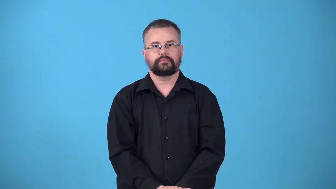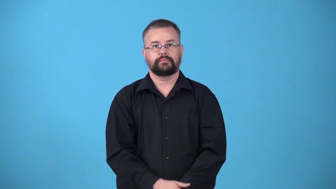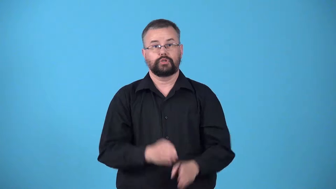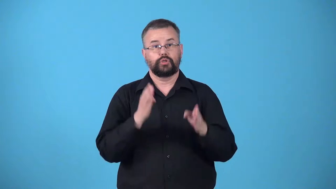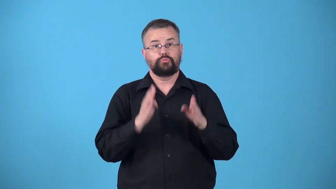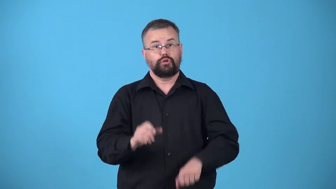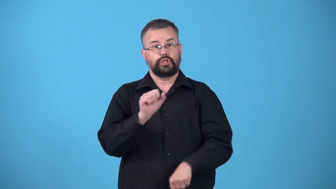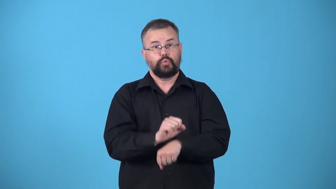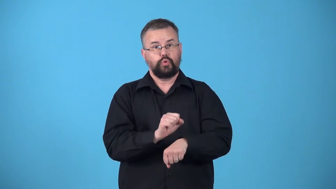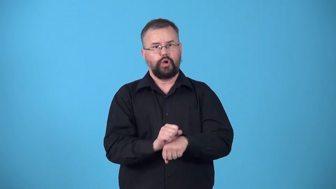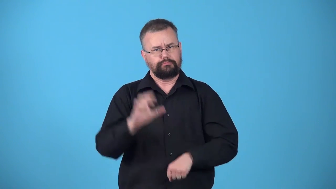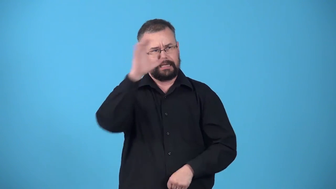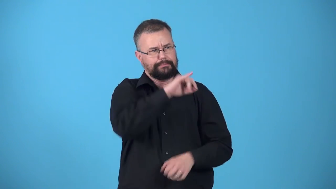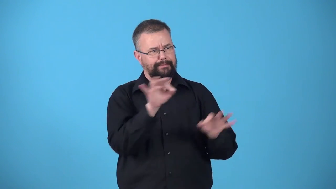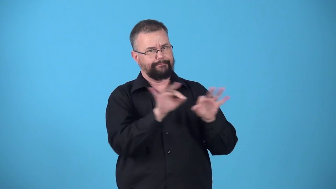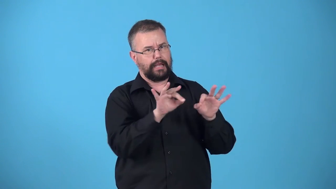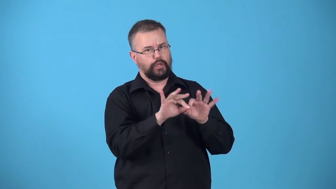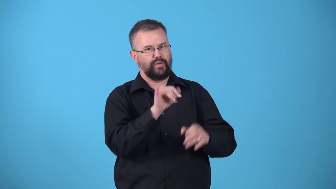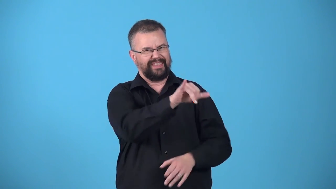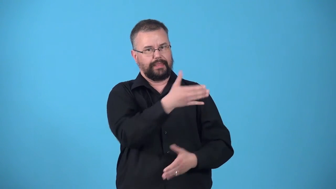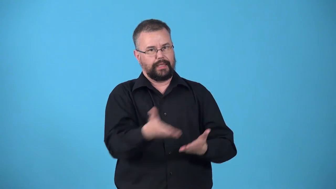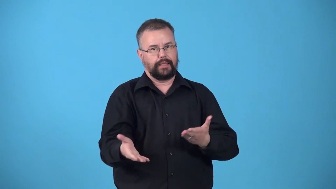valuer-person thinks a certain trait or thing is important